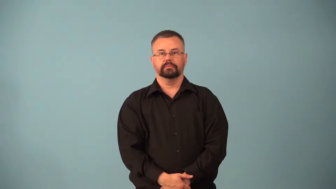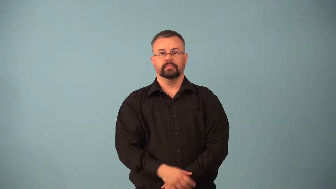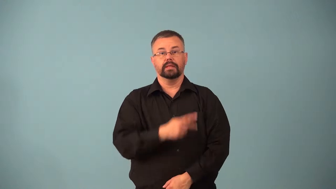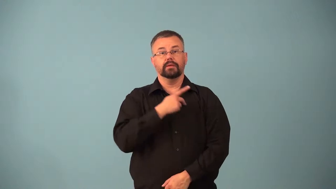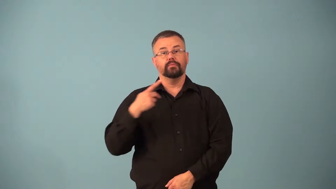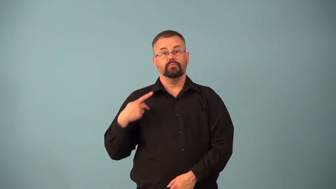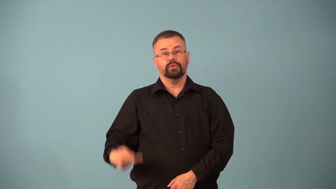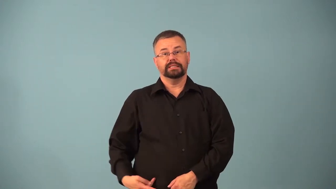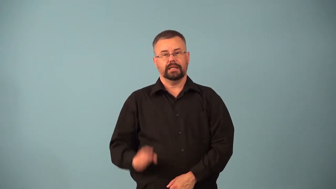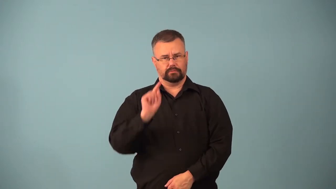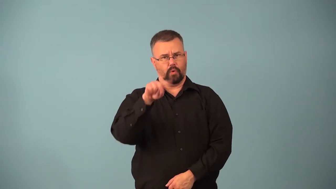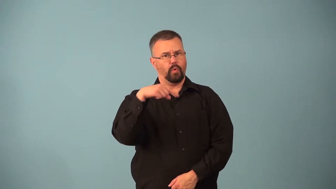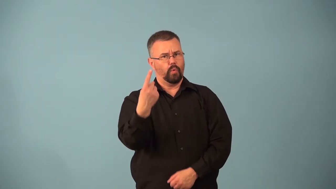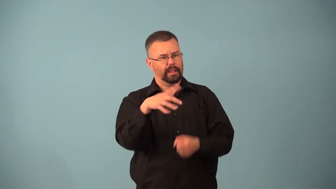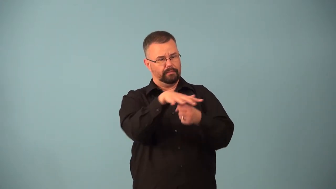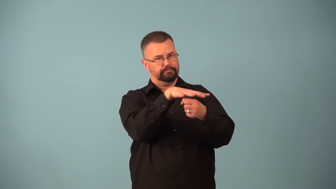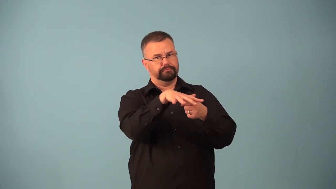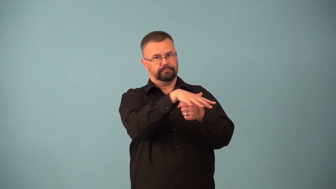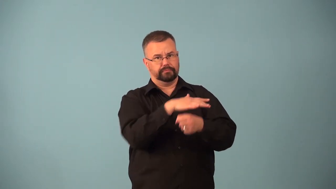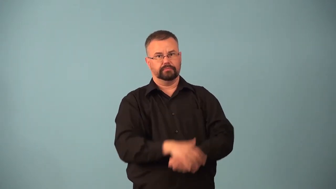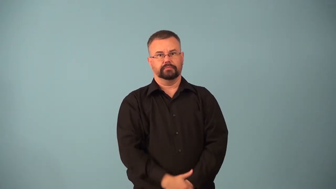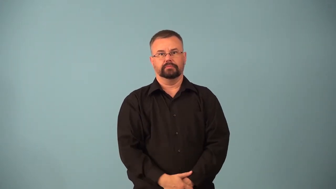archduchess